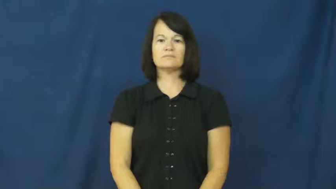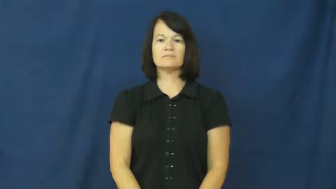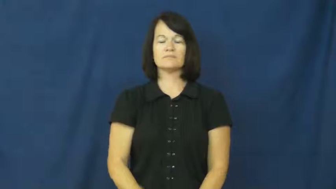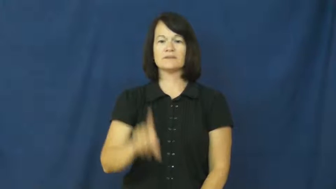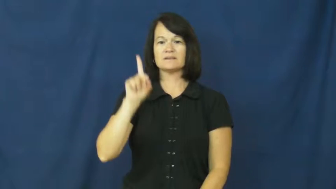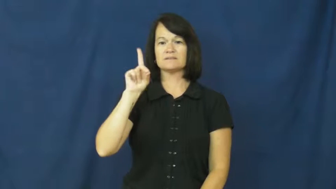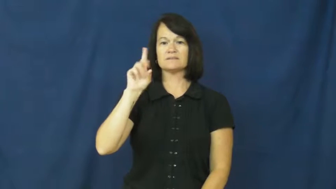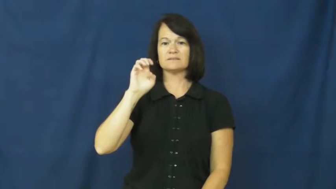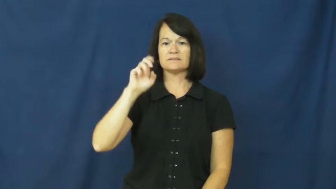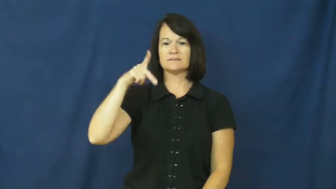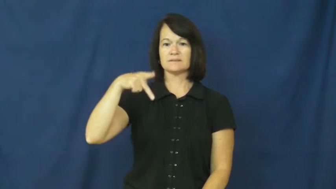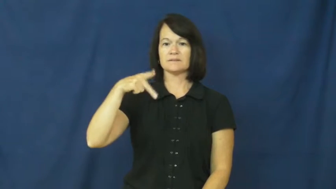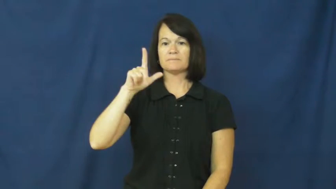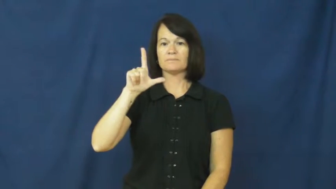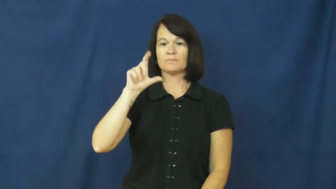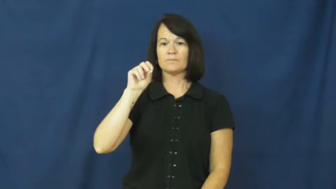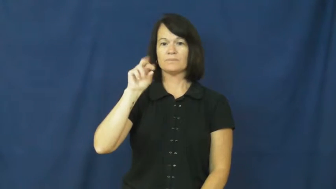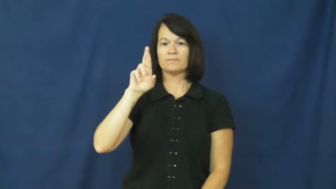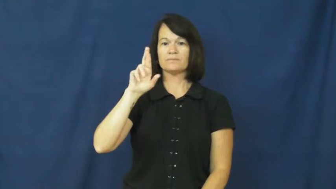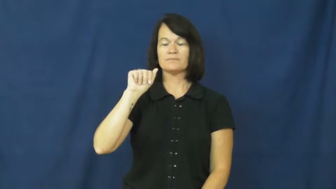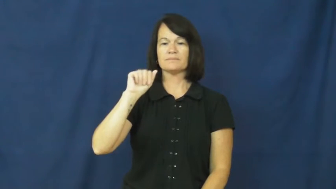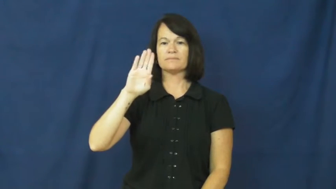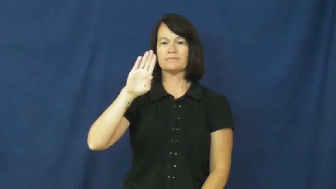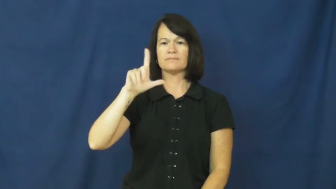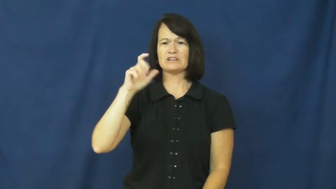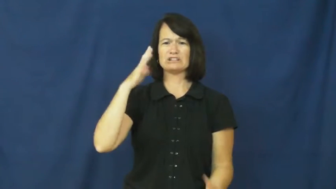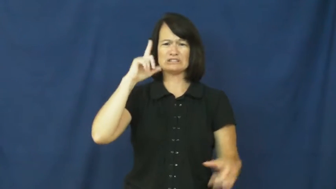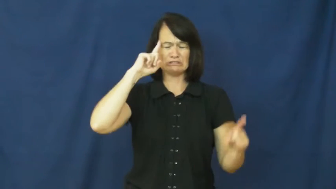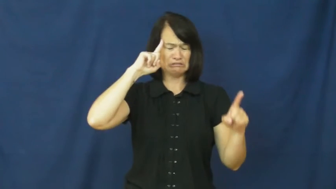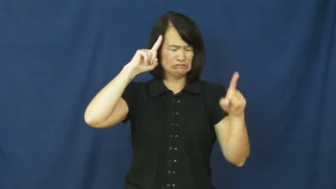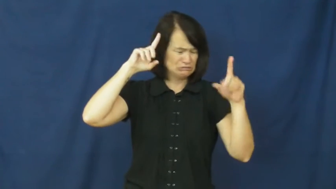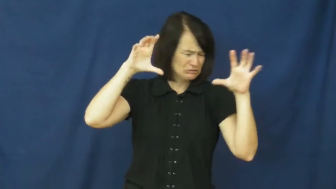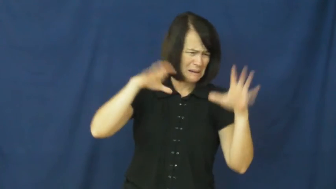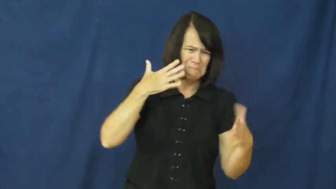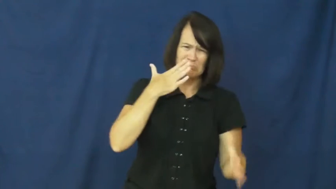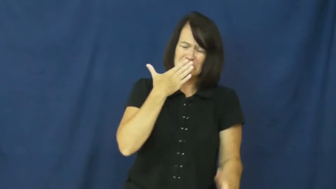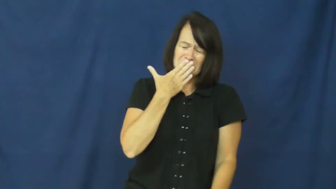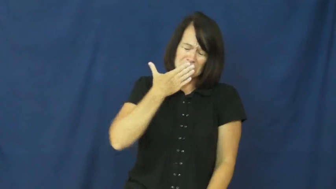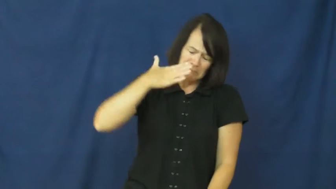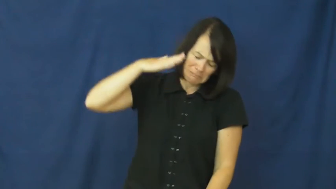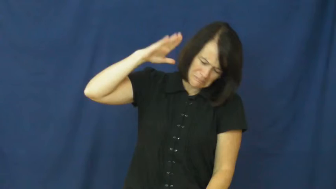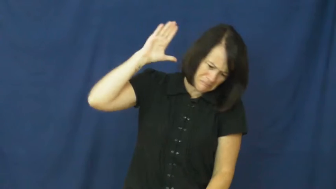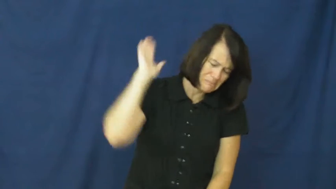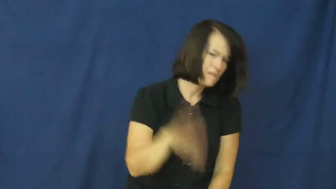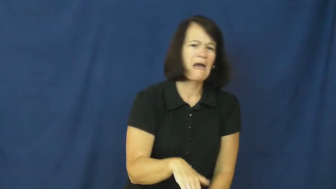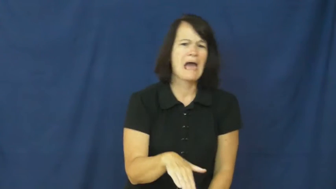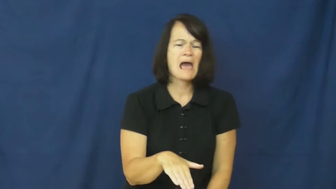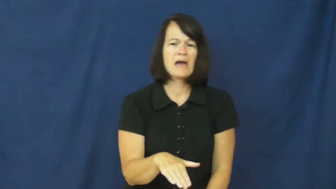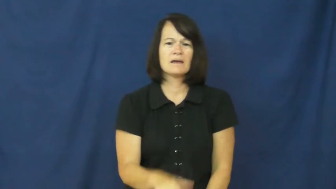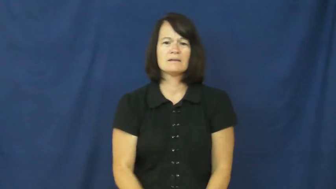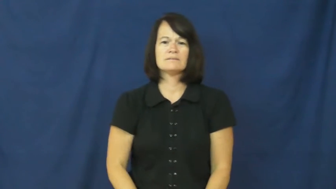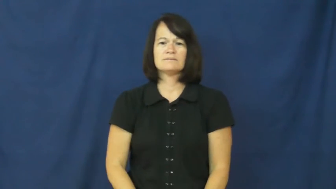deplorable